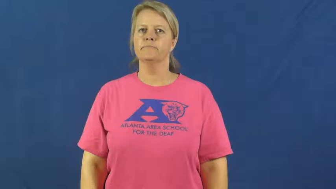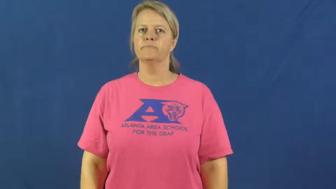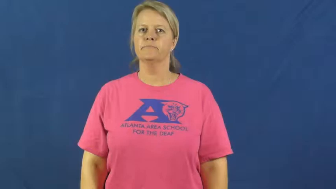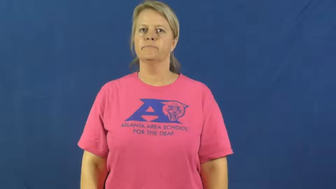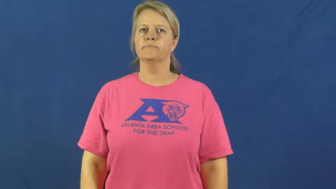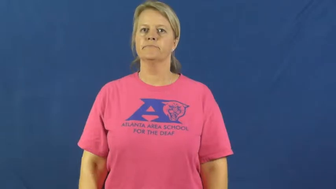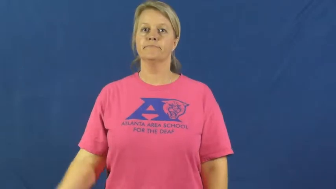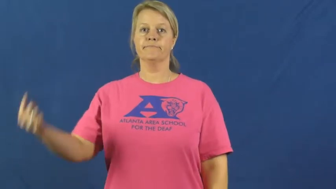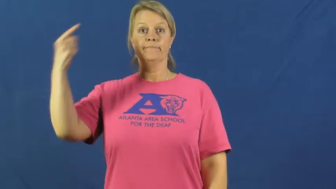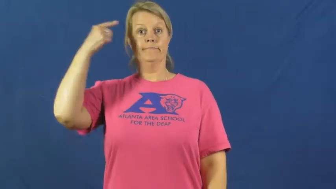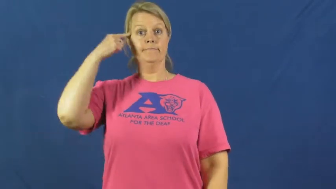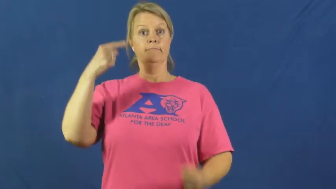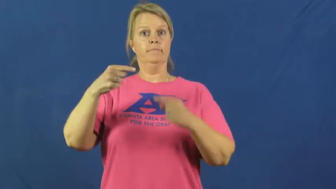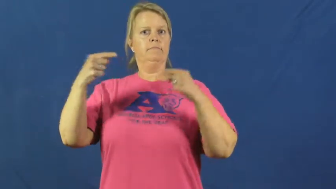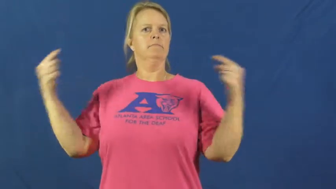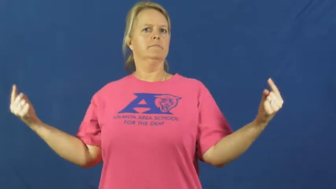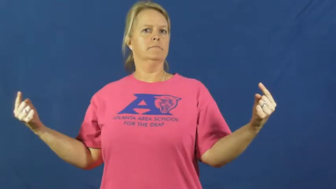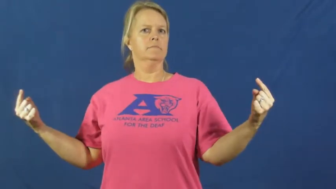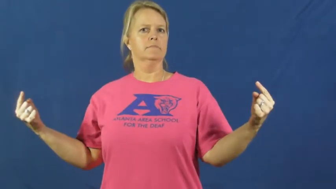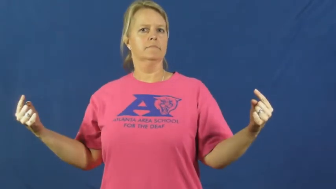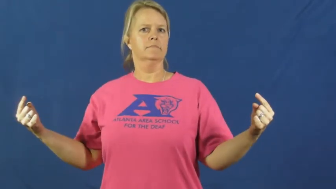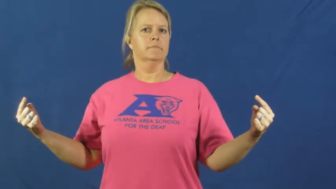disagree,dispute,differ,differ on,refute,factious,breach,collide,contest